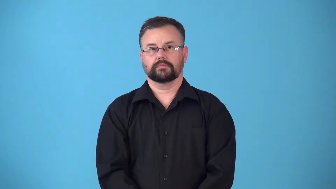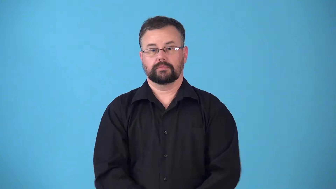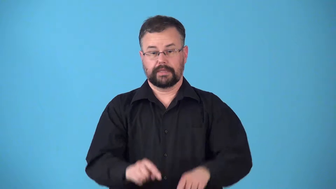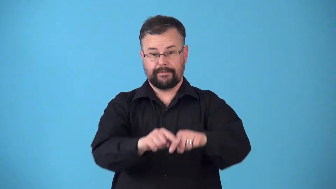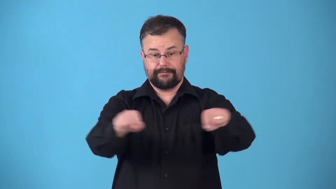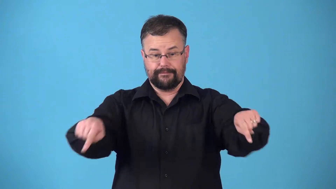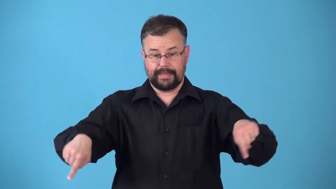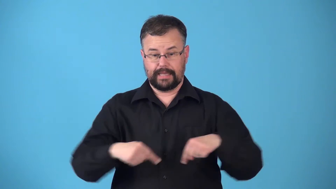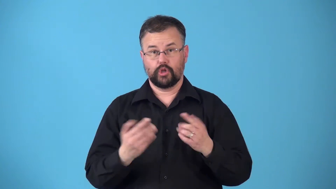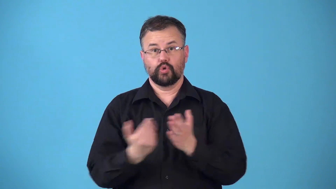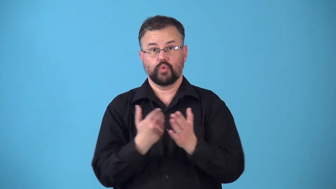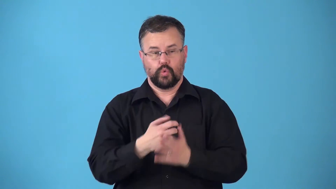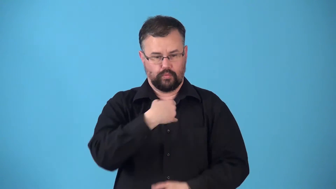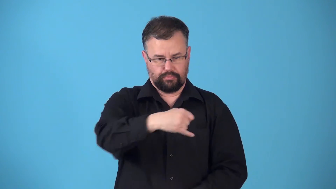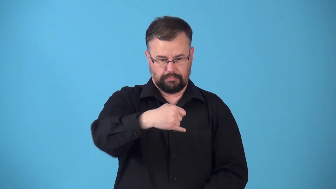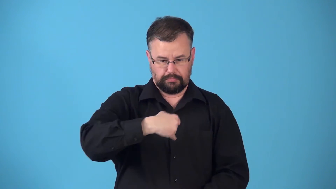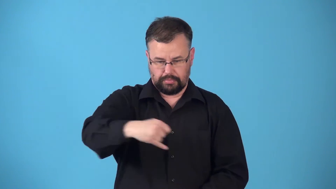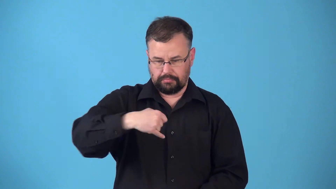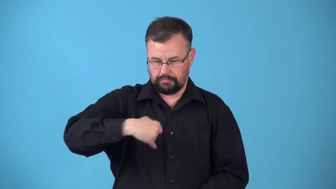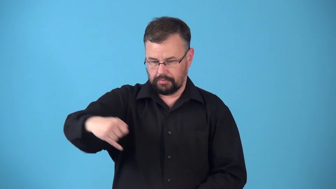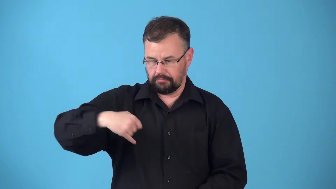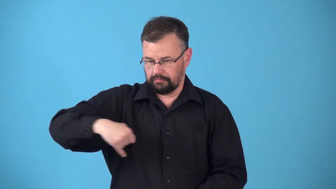reline-field